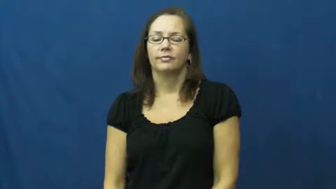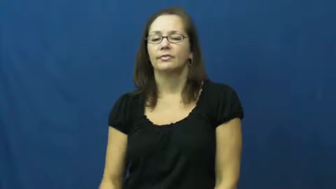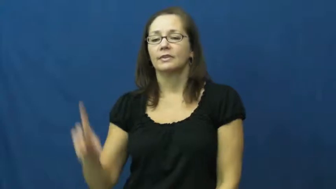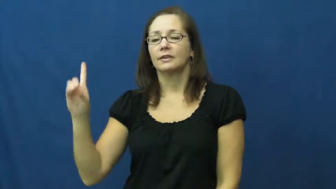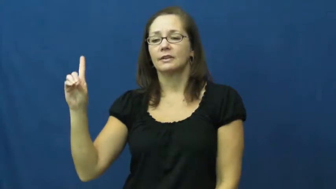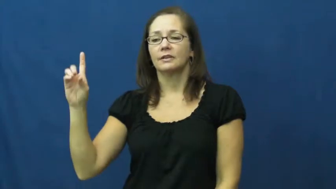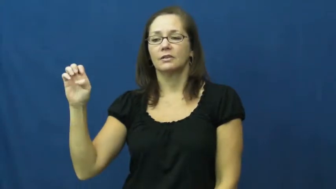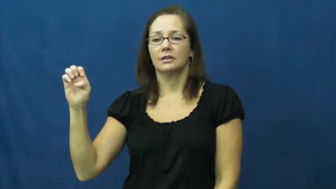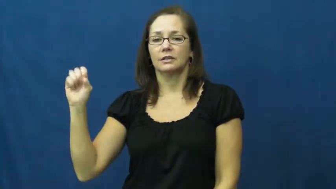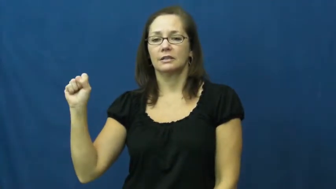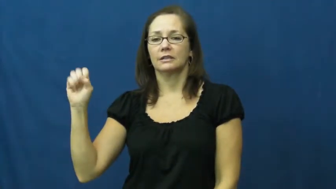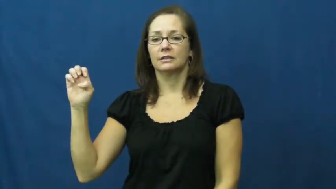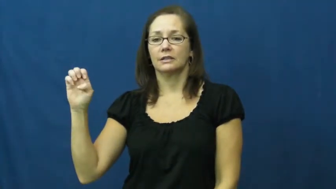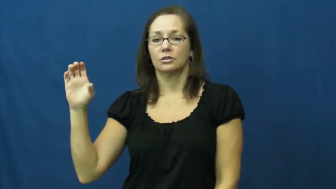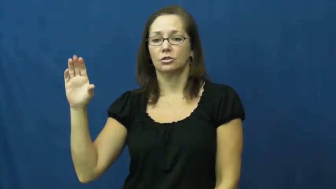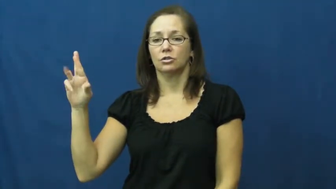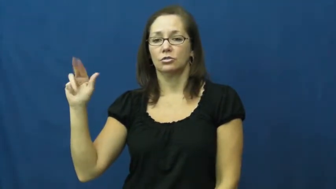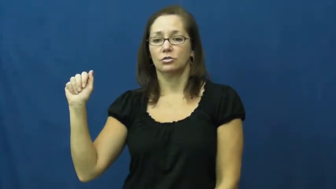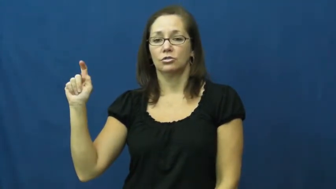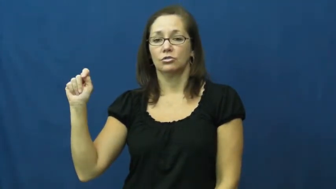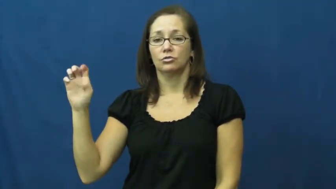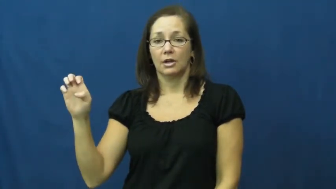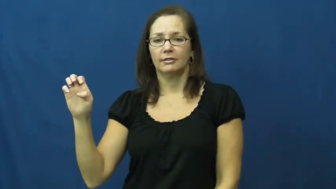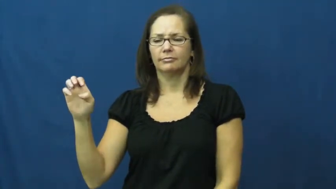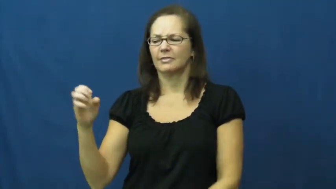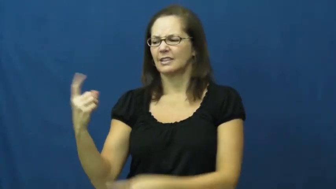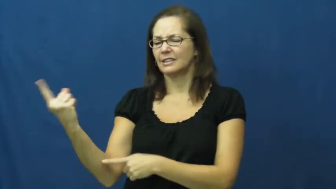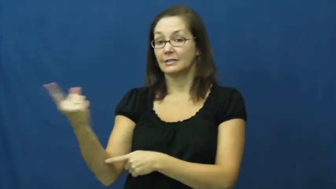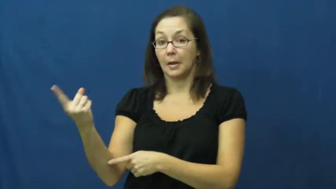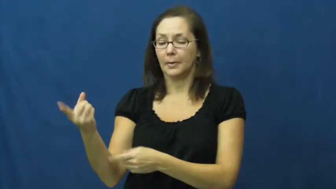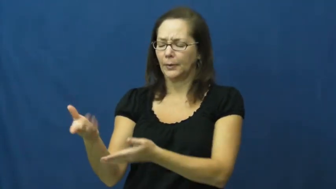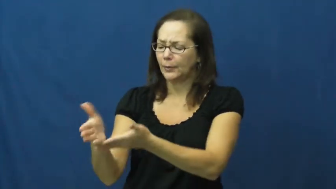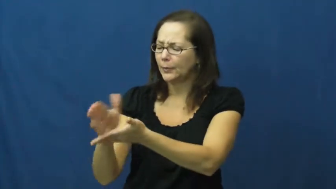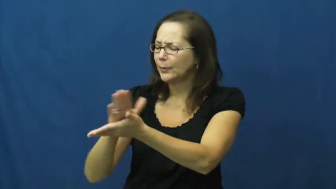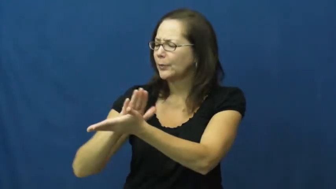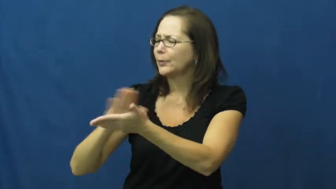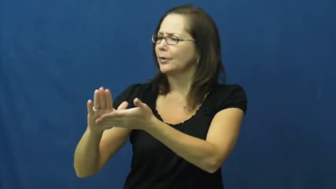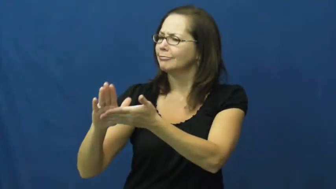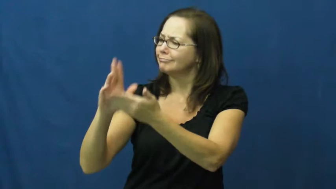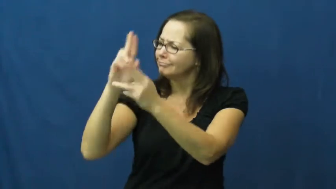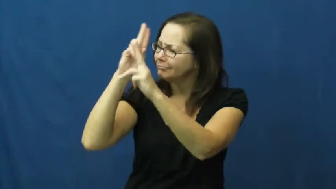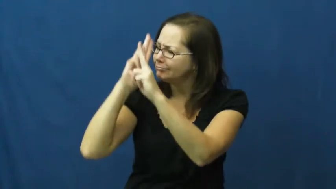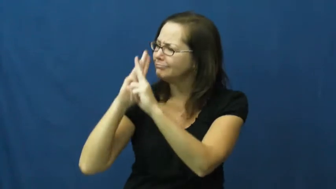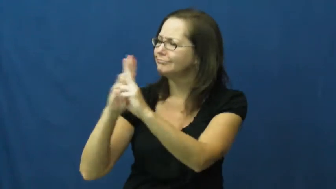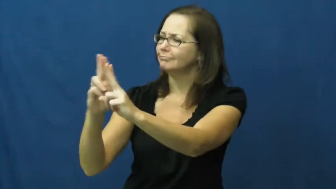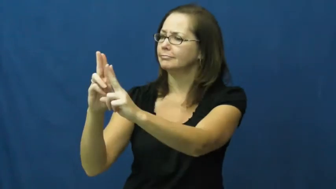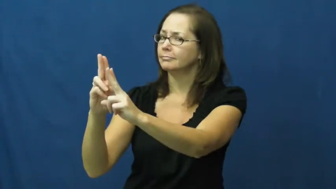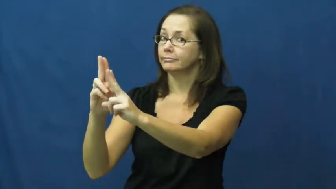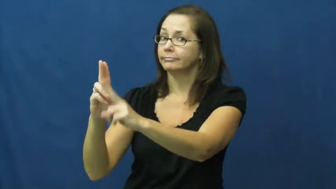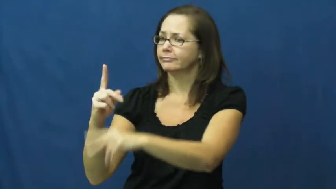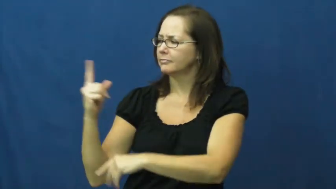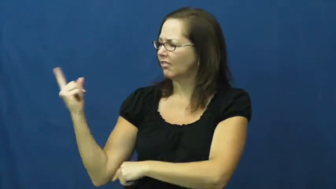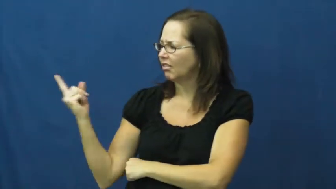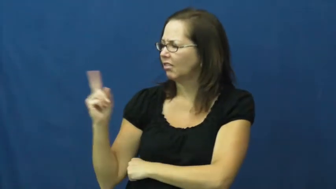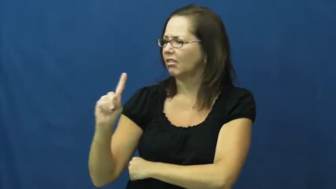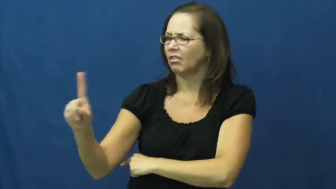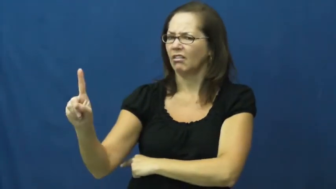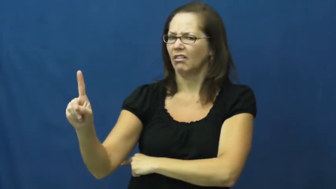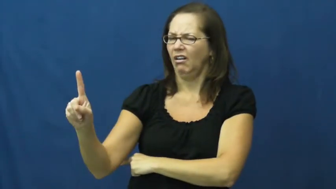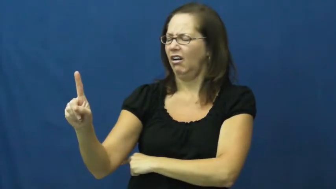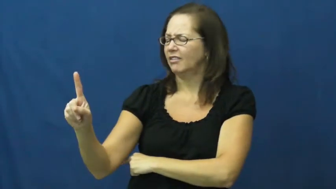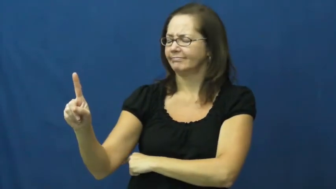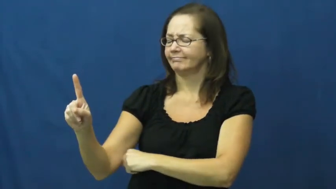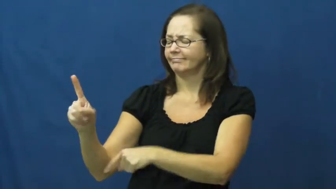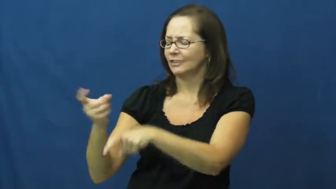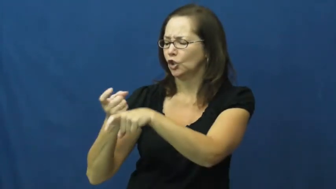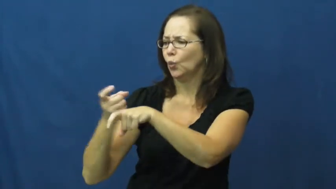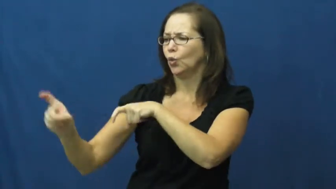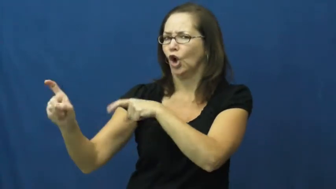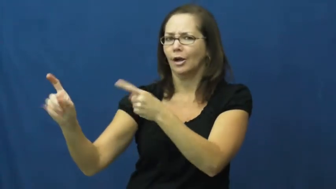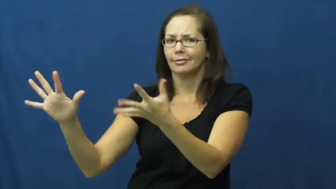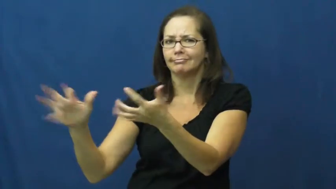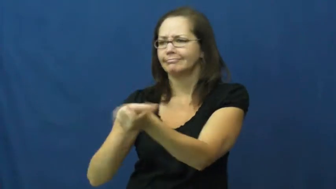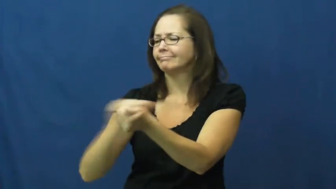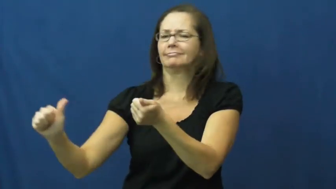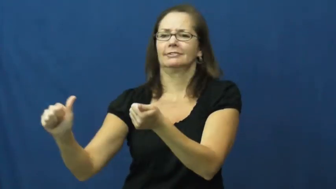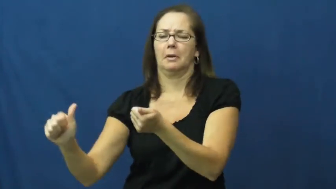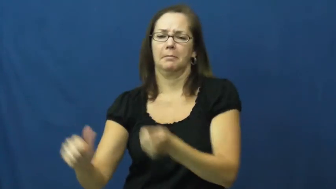desecrate